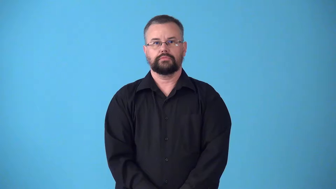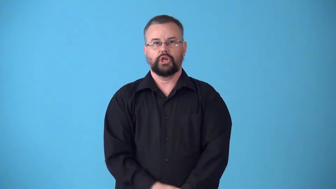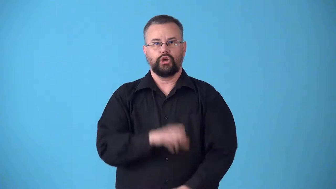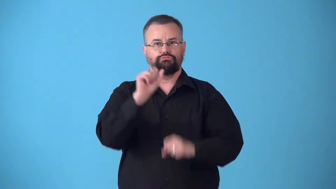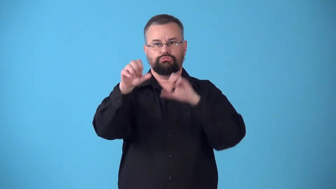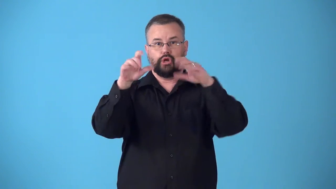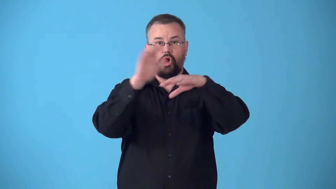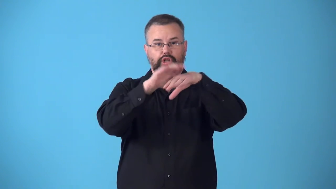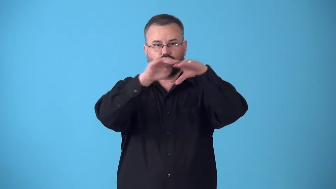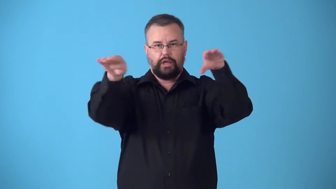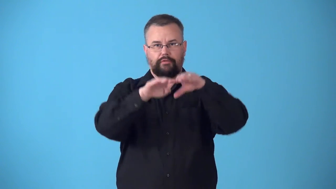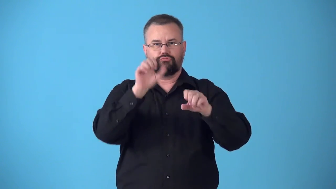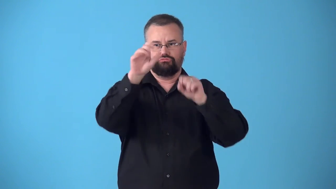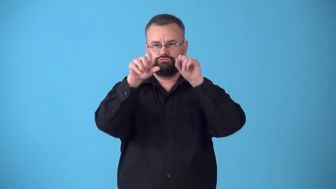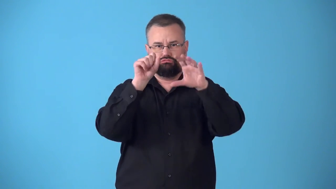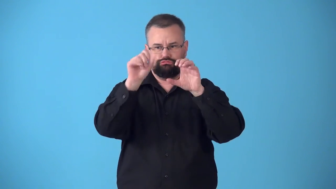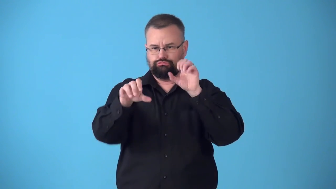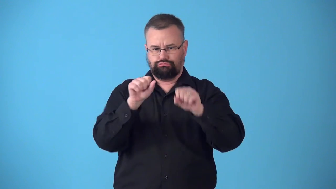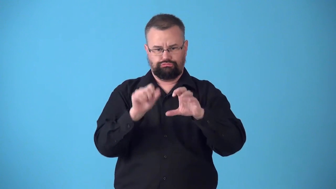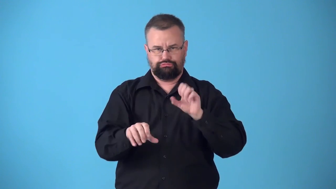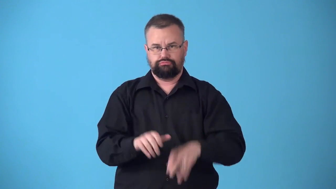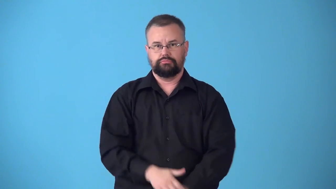stock-put things on shelves